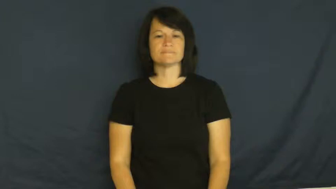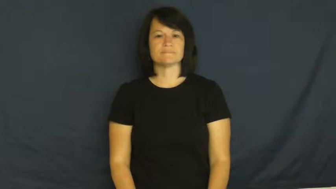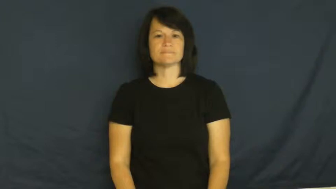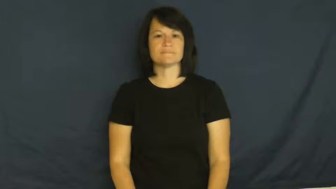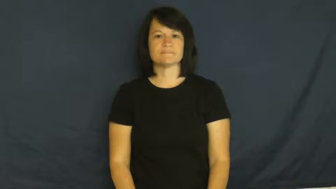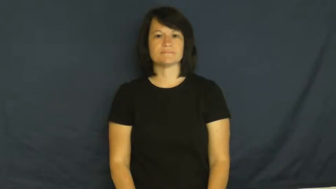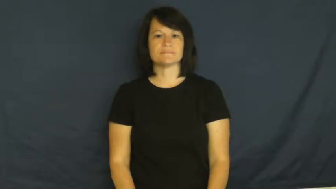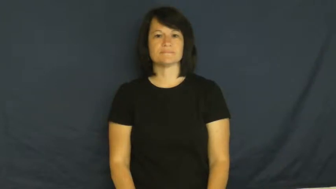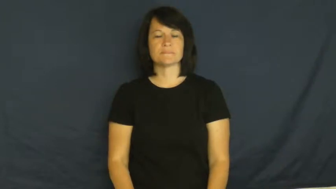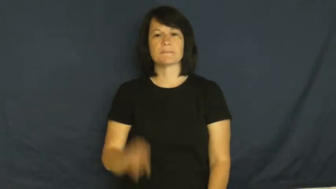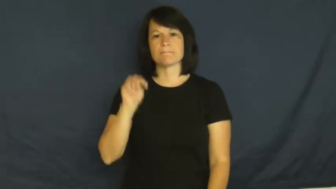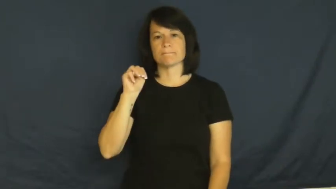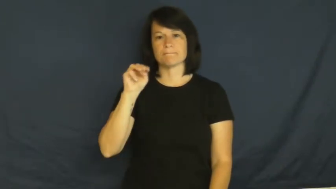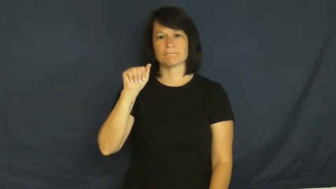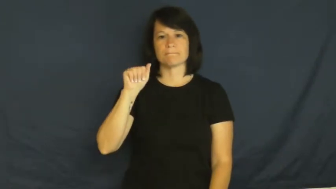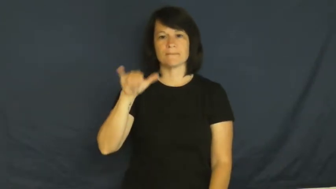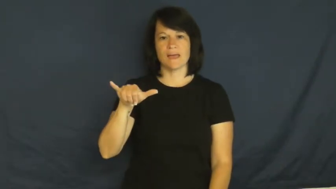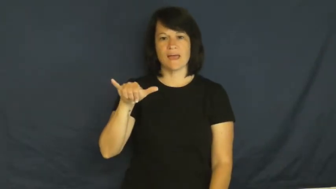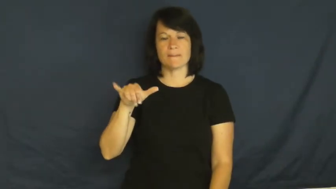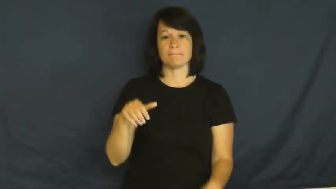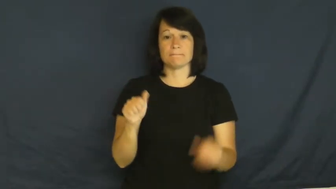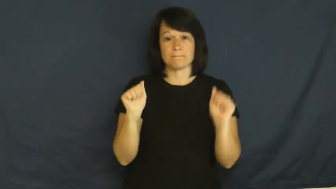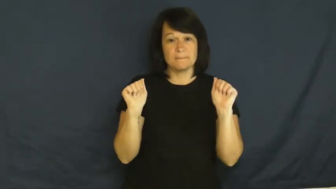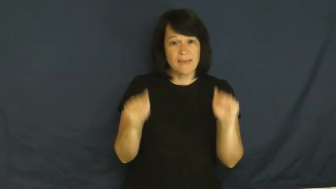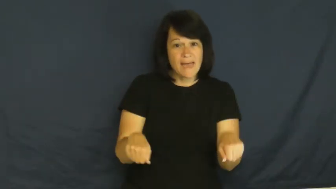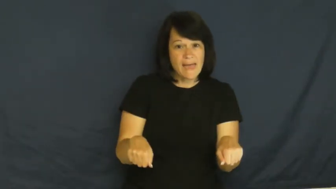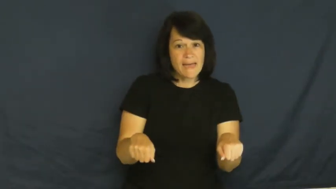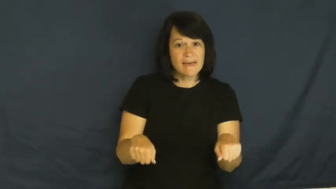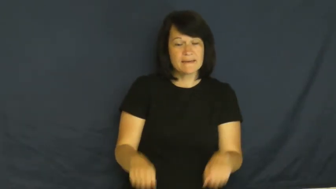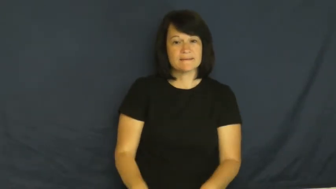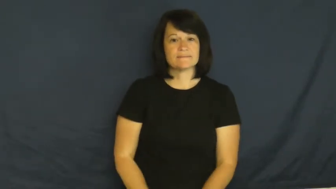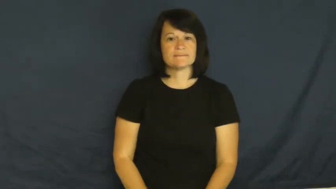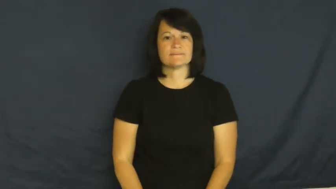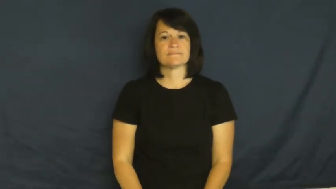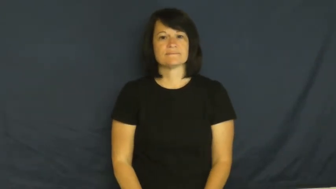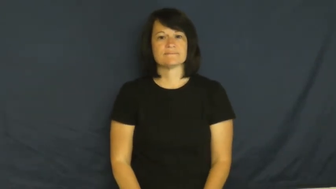may-permission